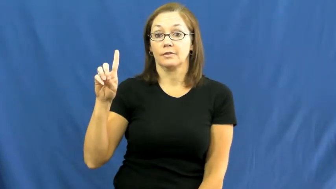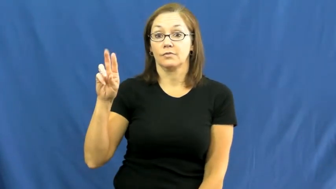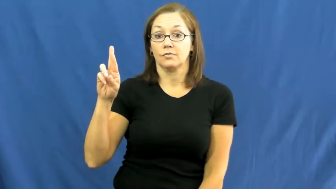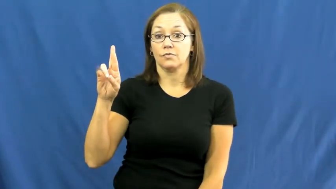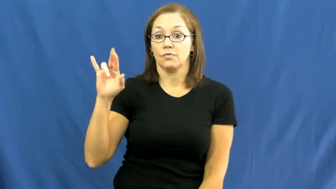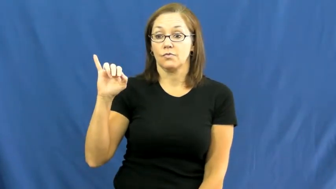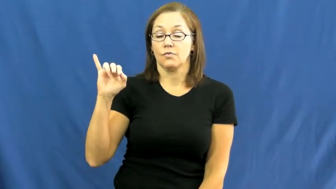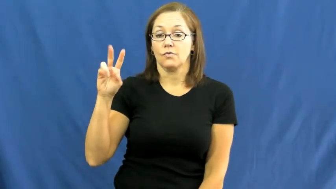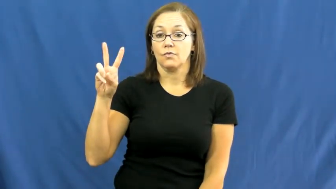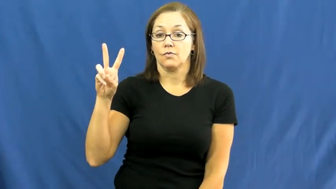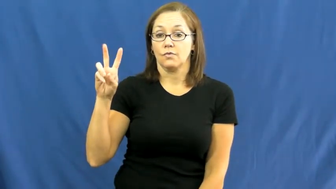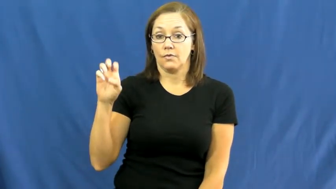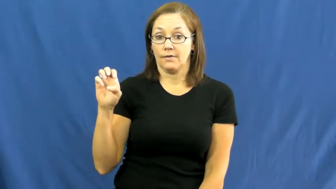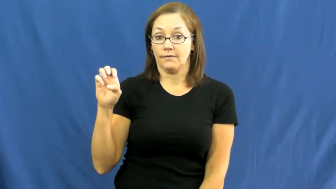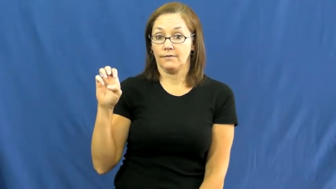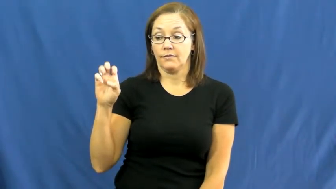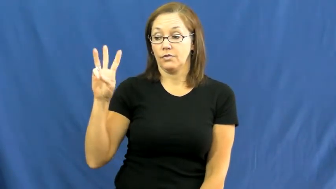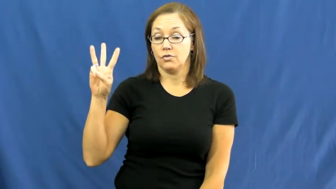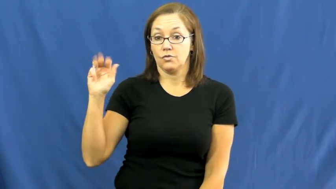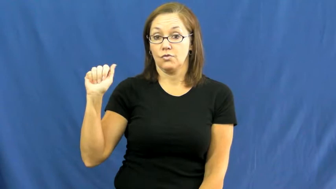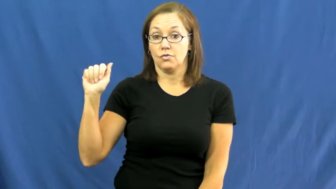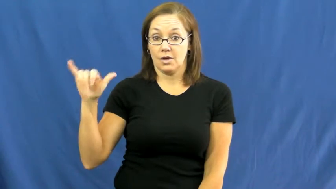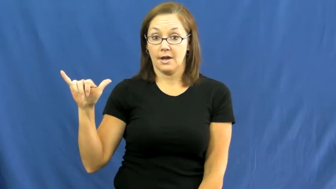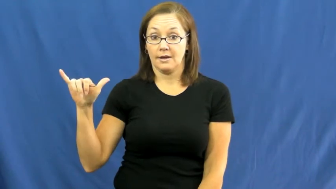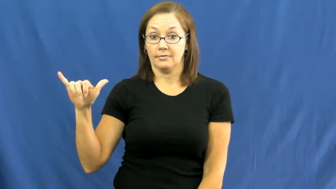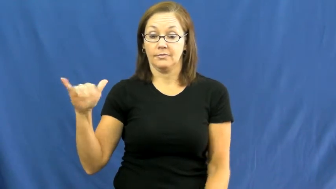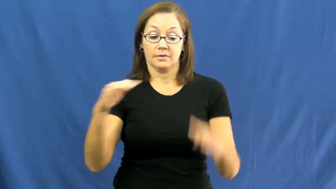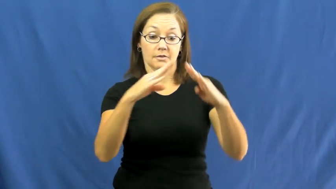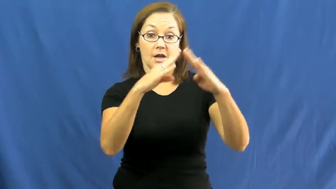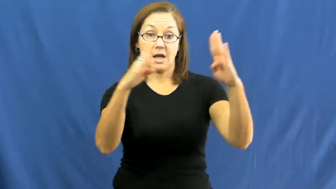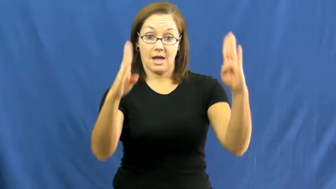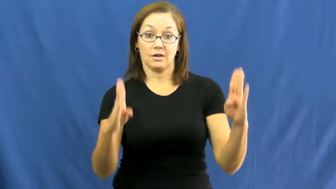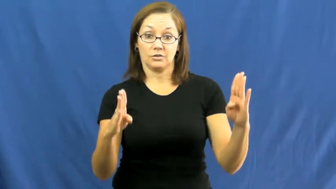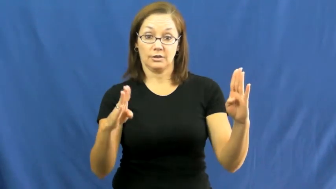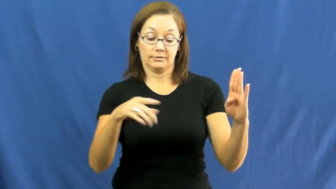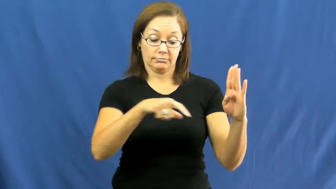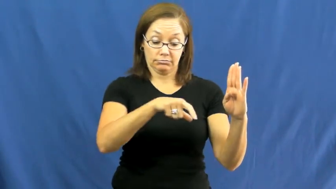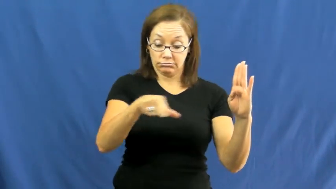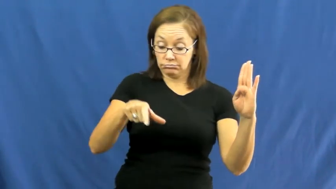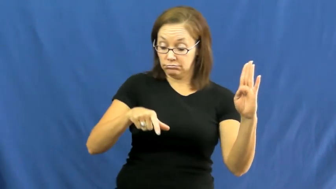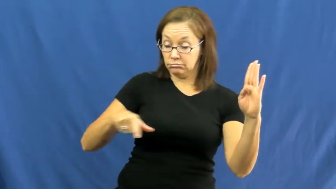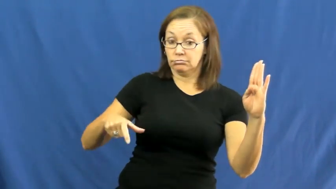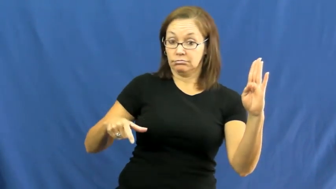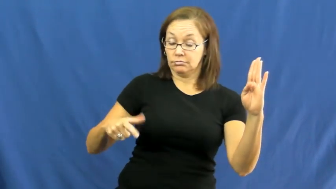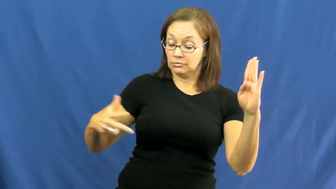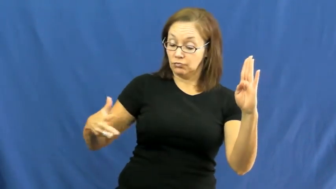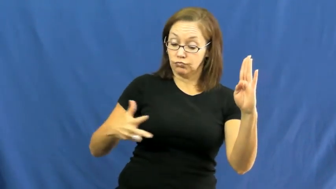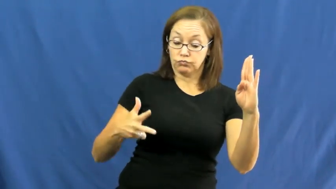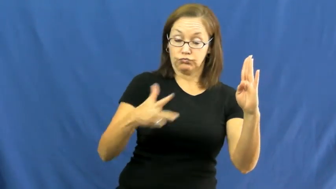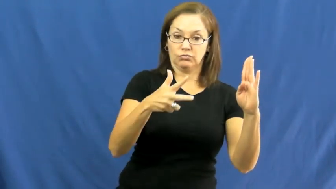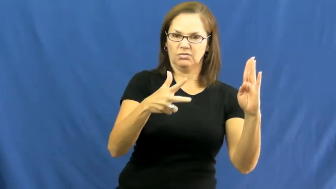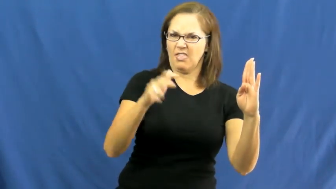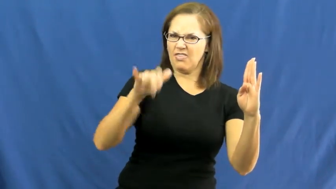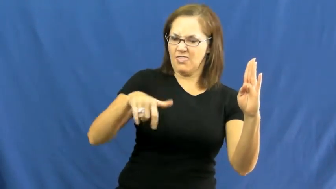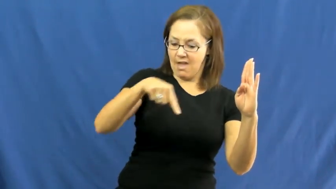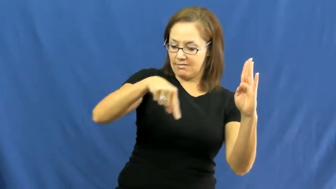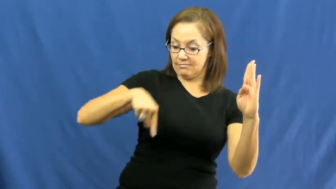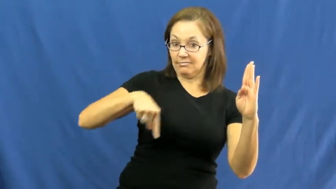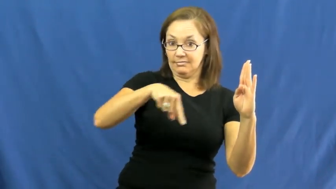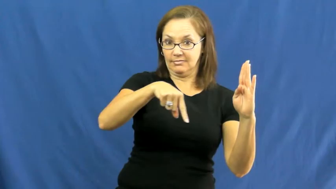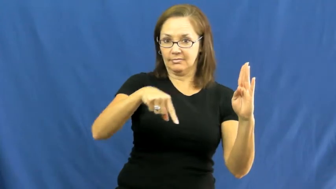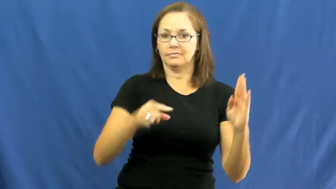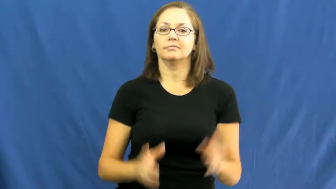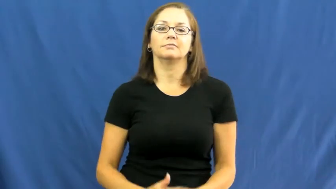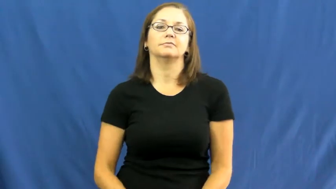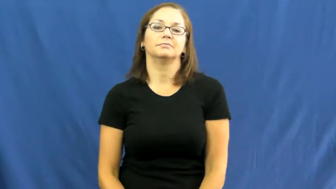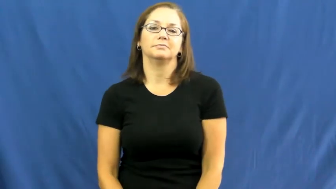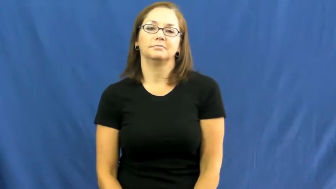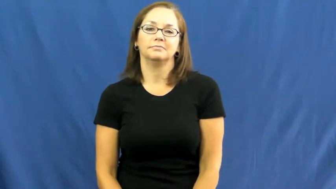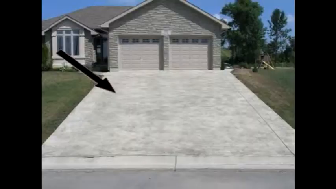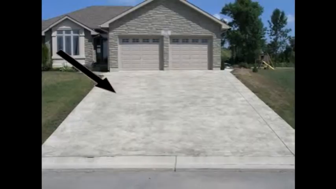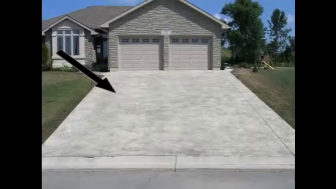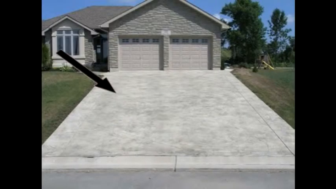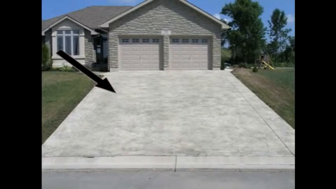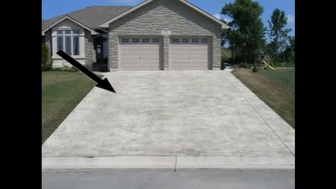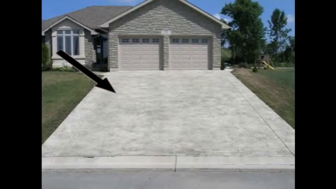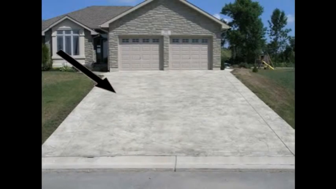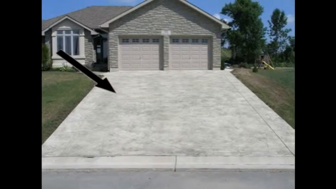driveway